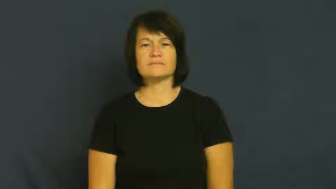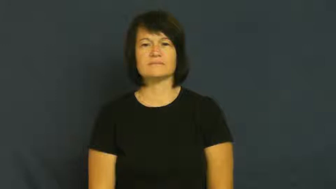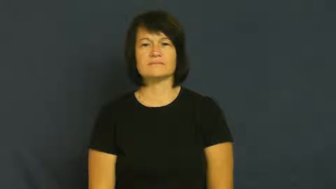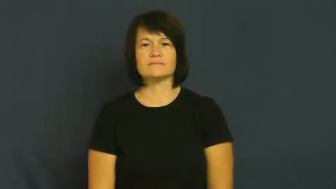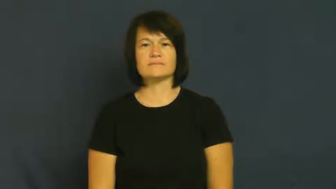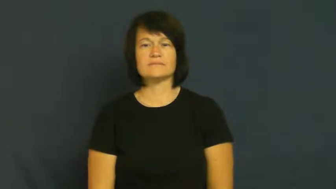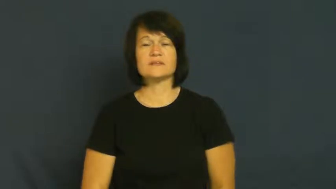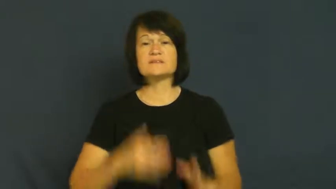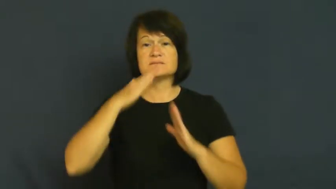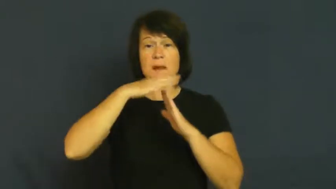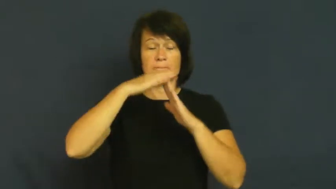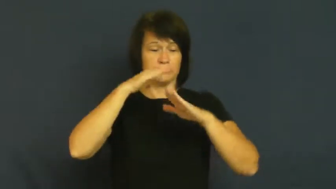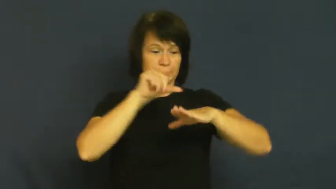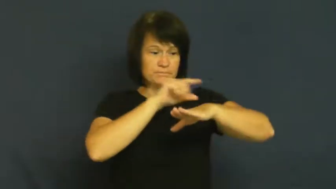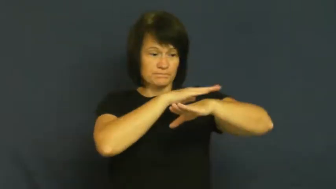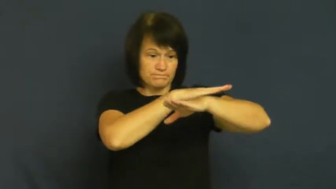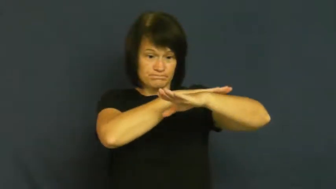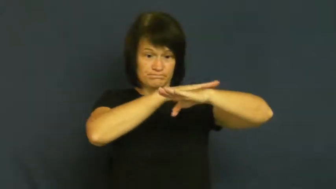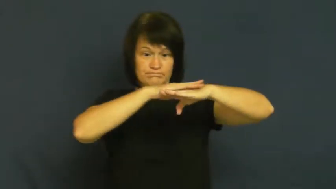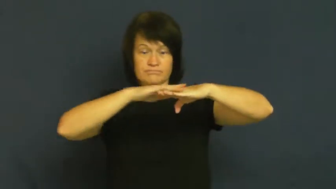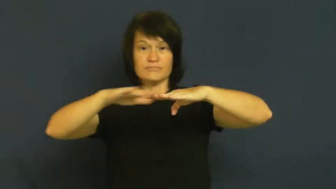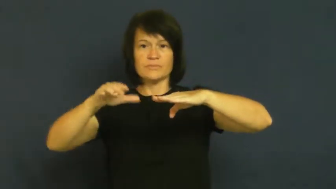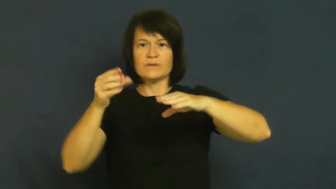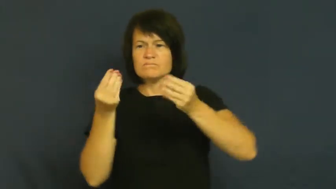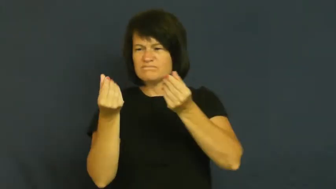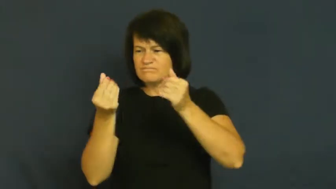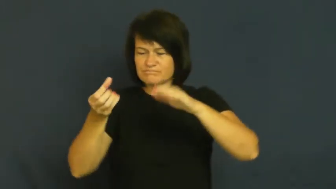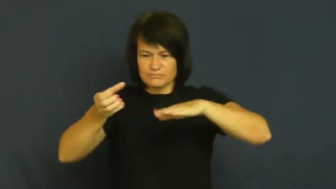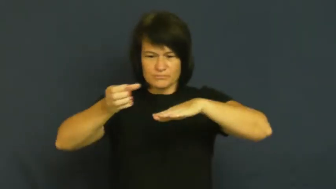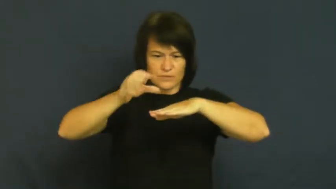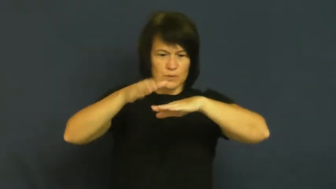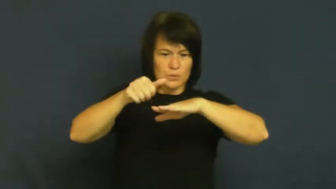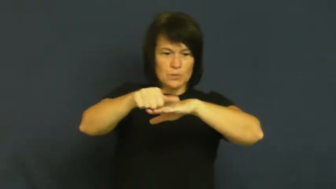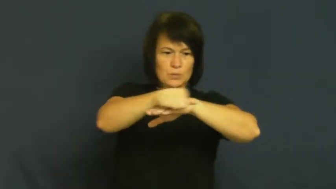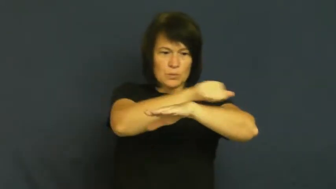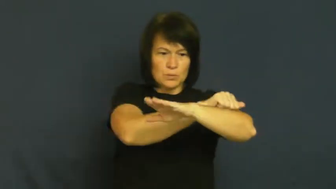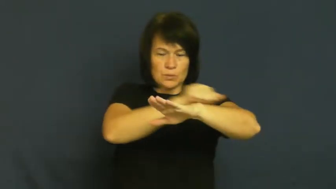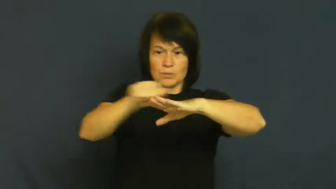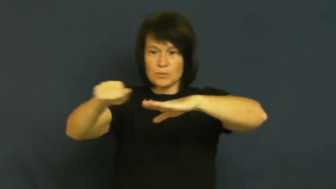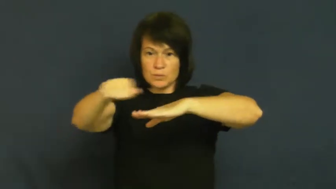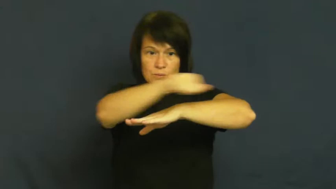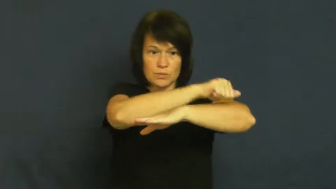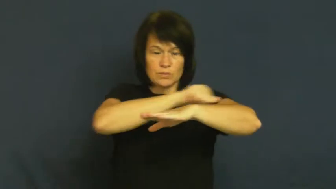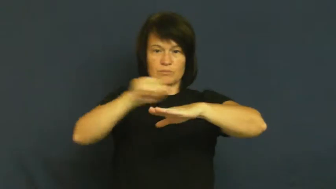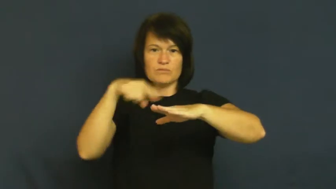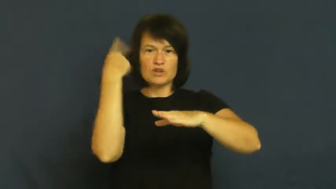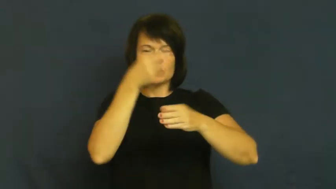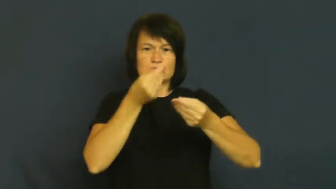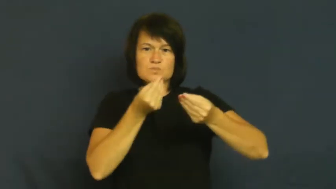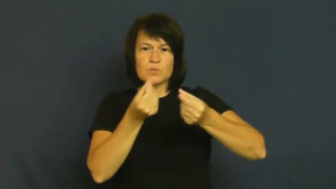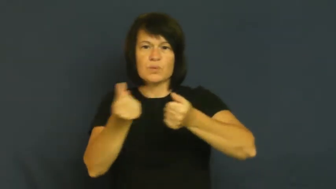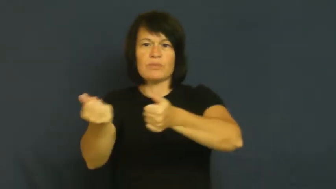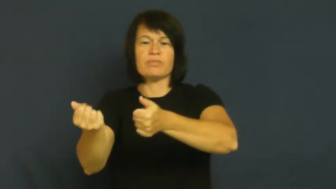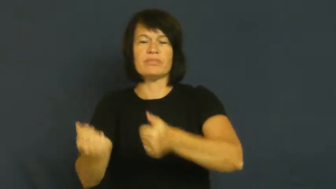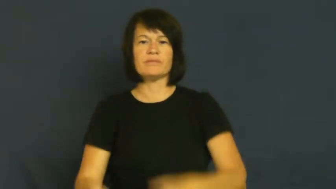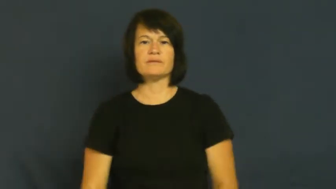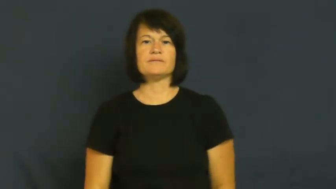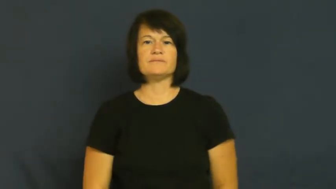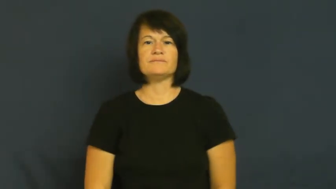finish-top layer